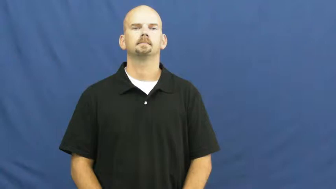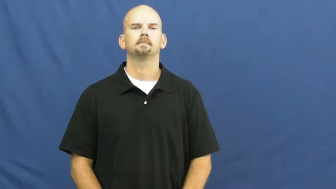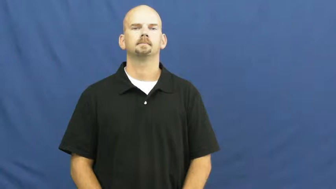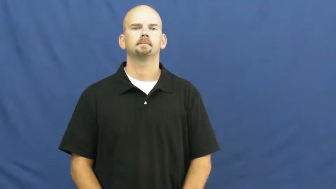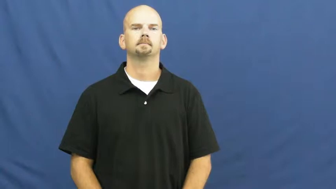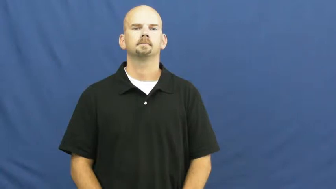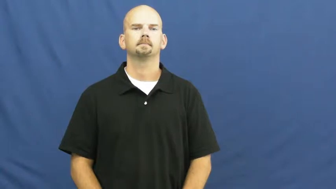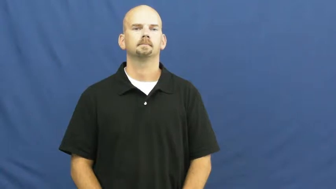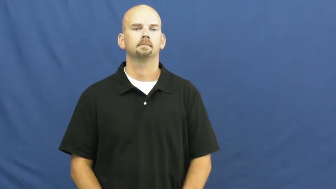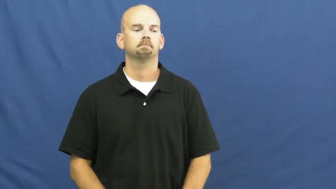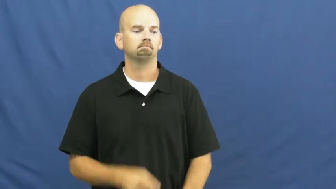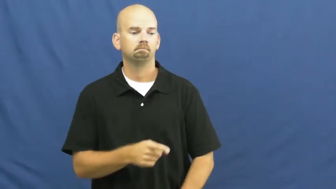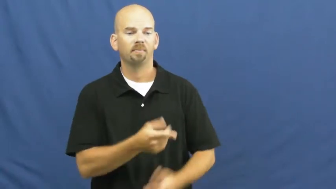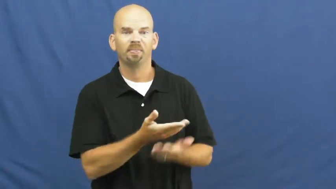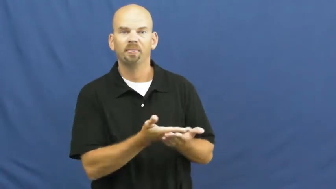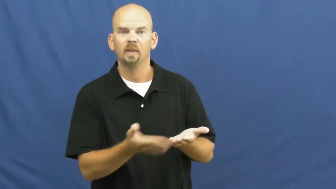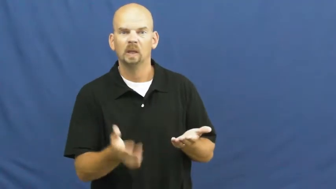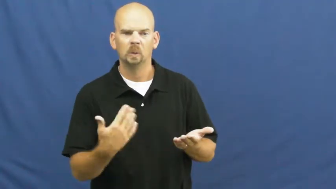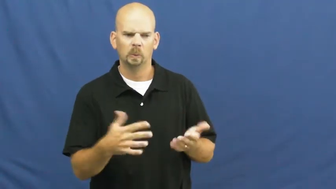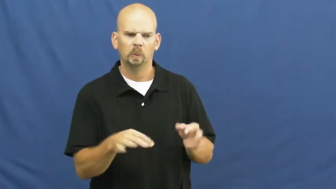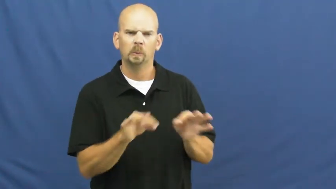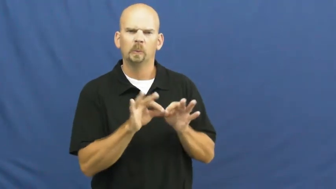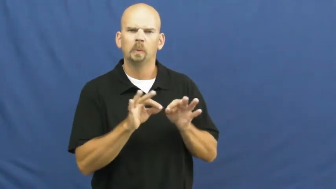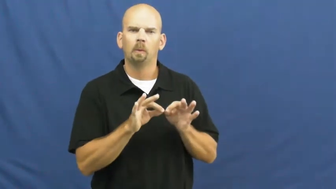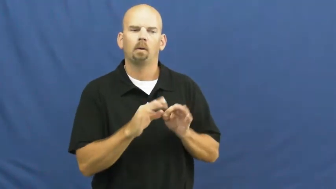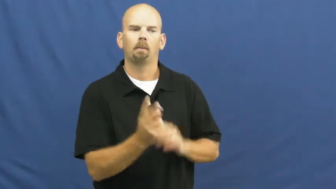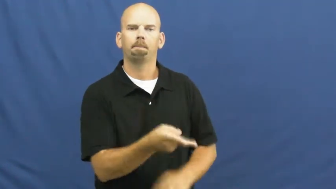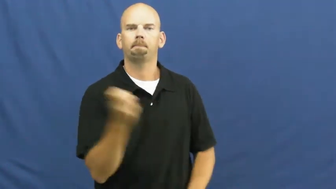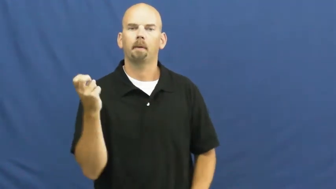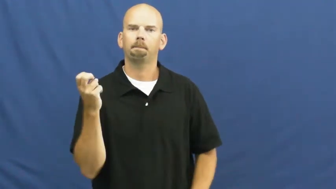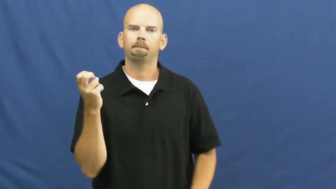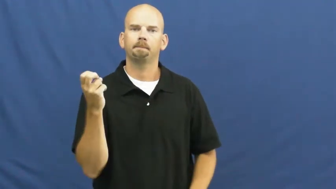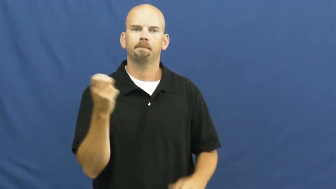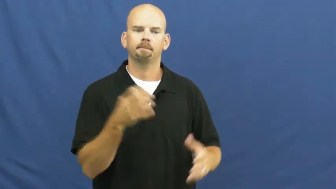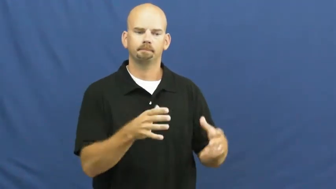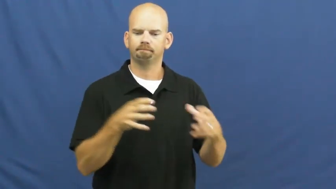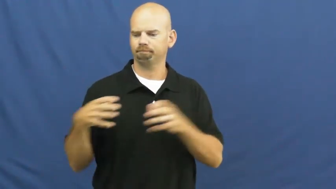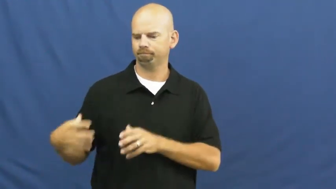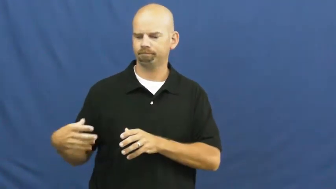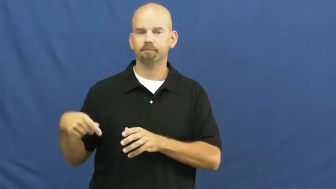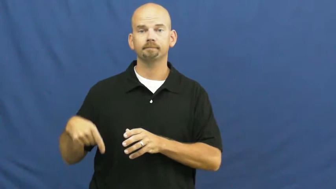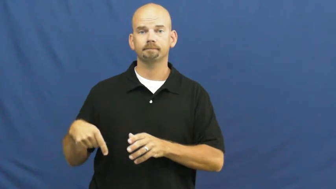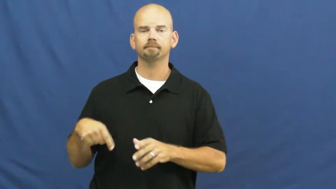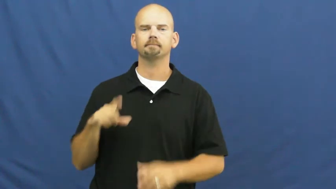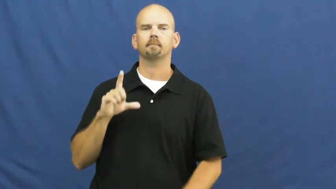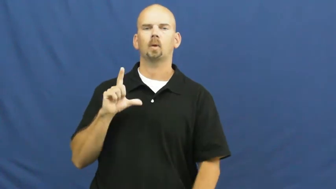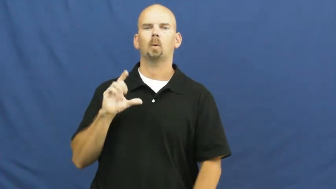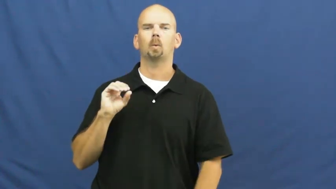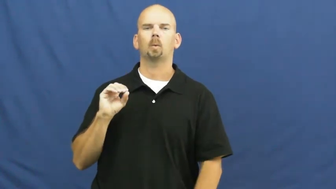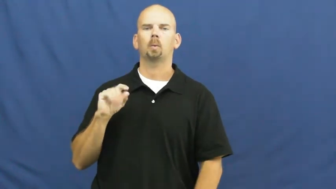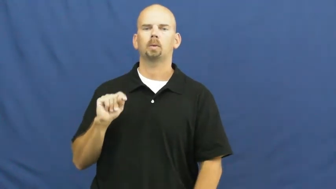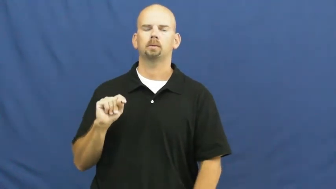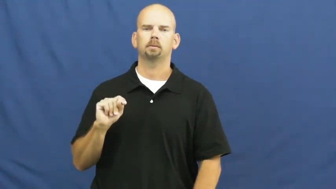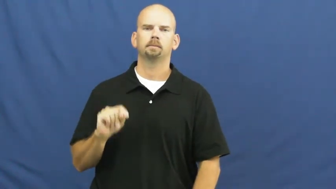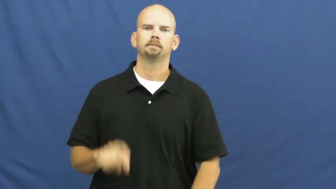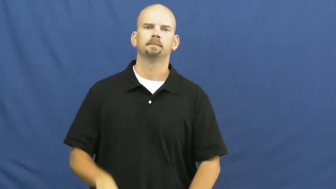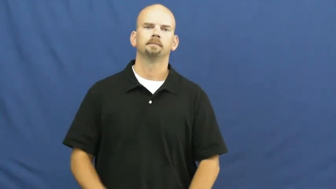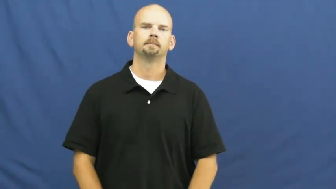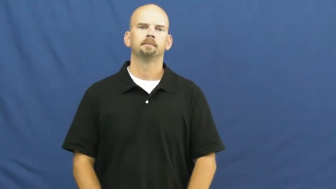loot-verb